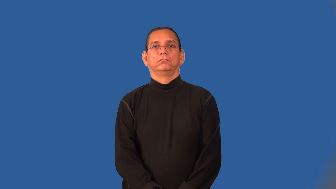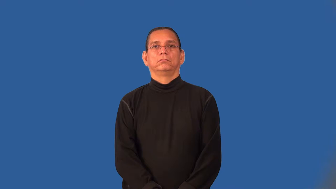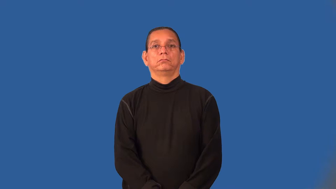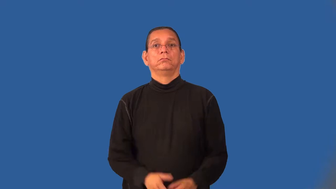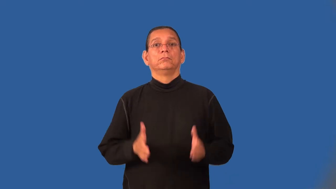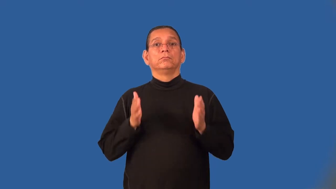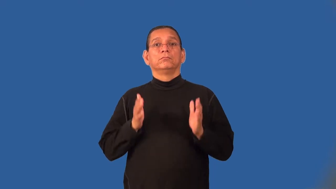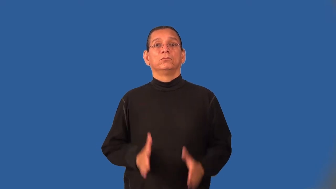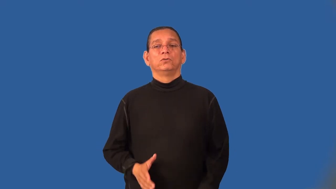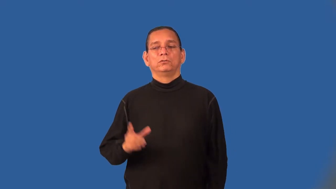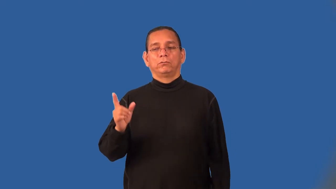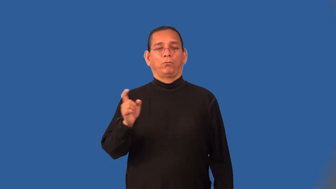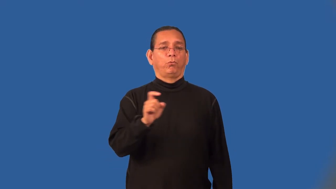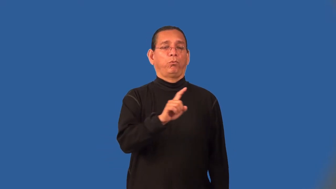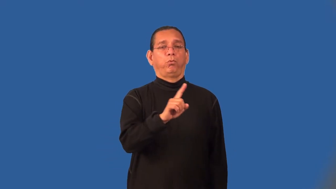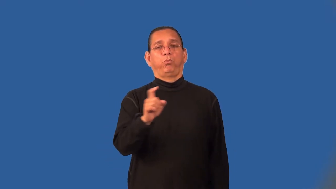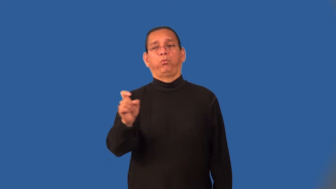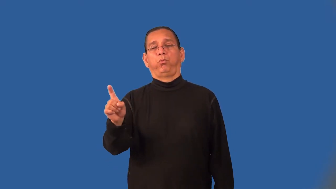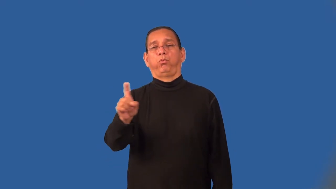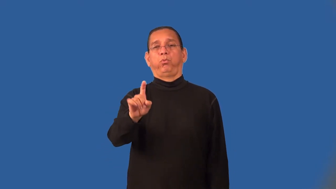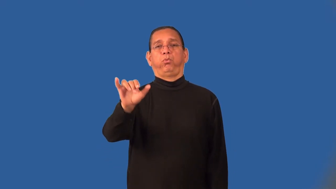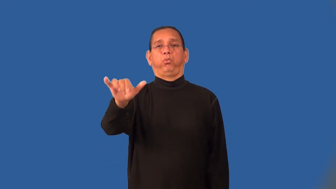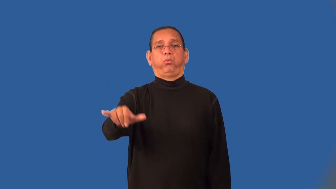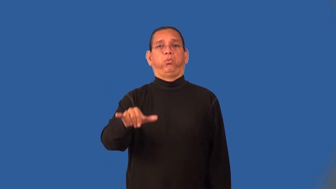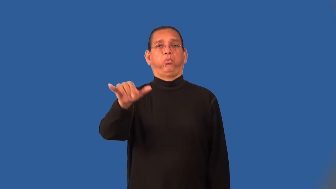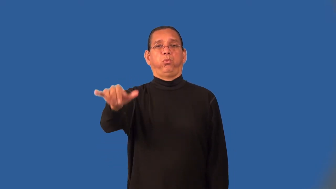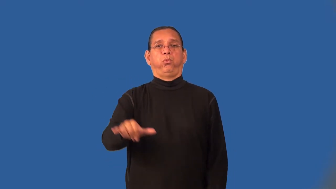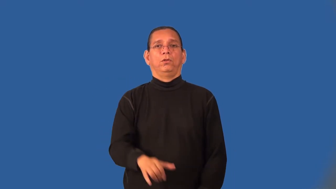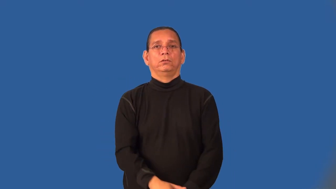loiterer